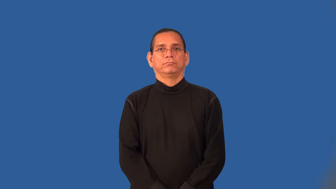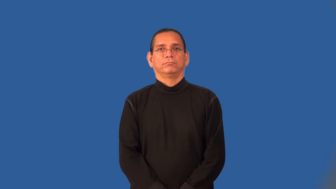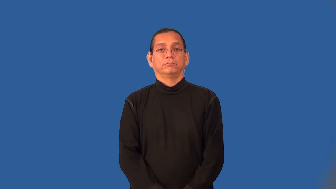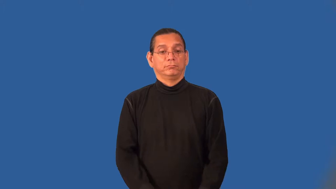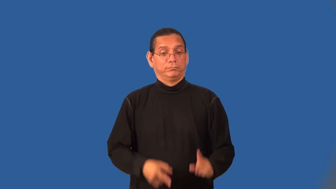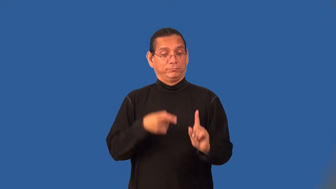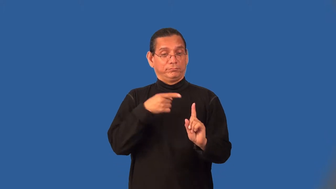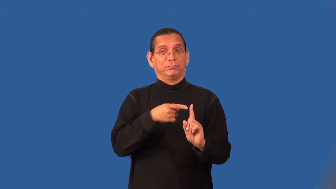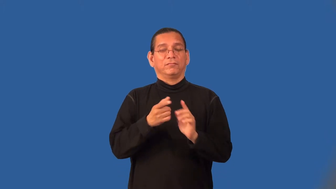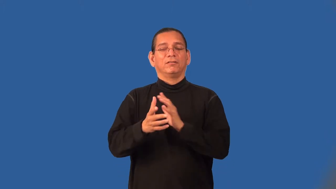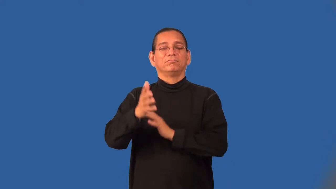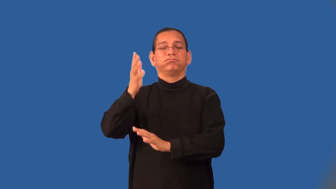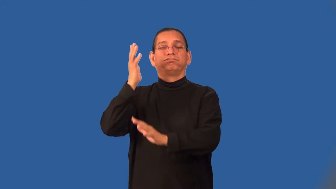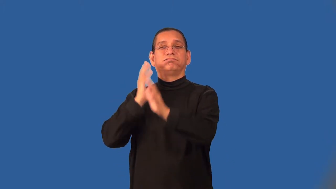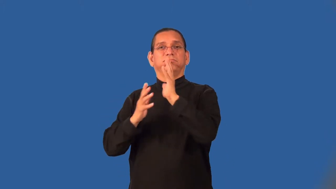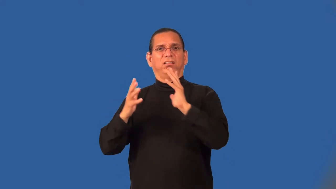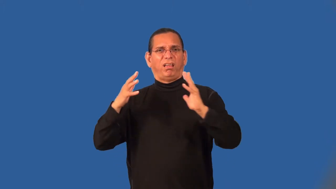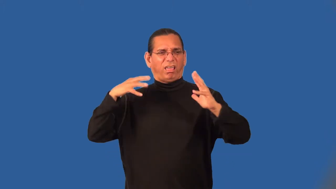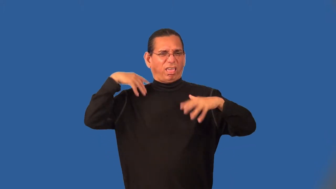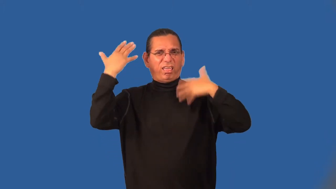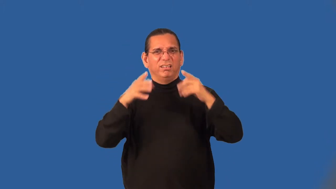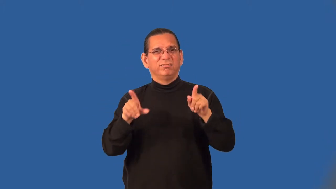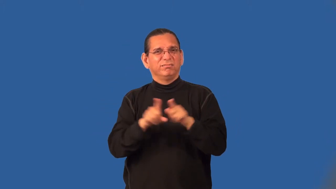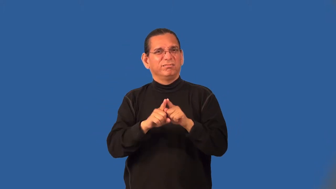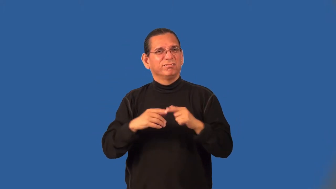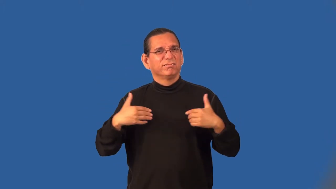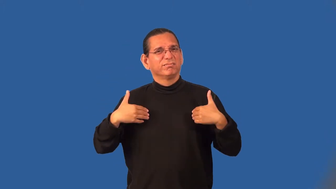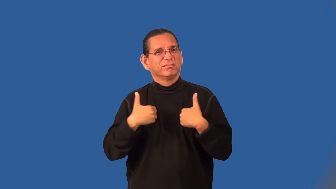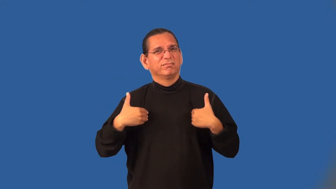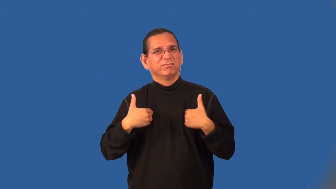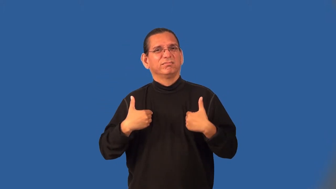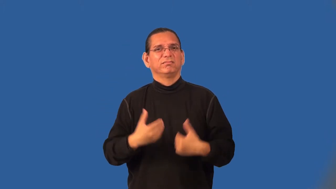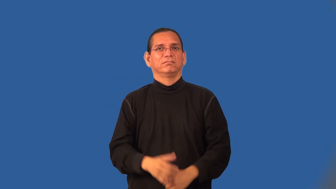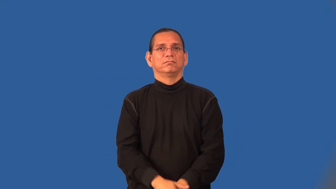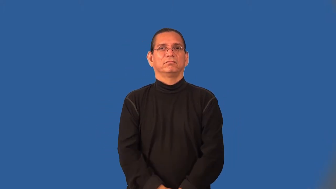barbarian